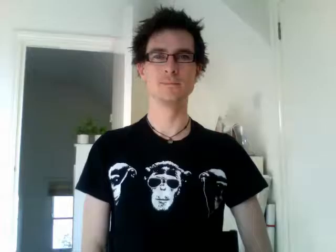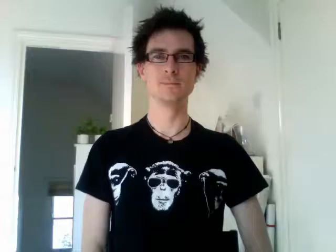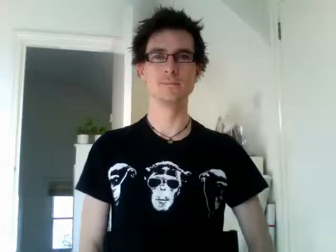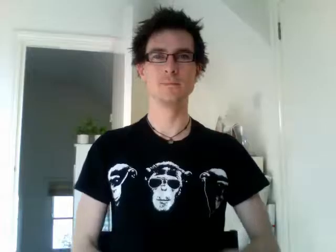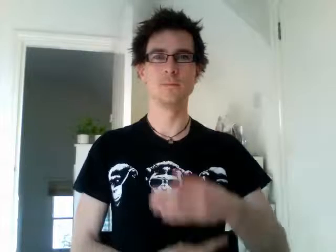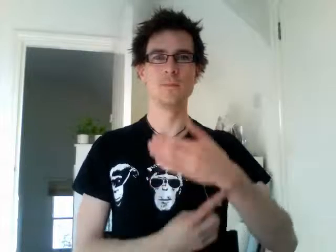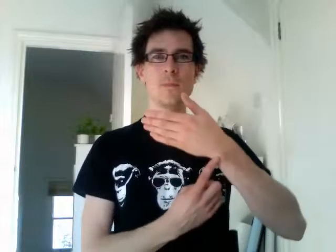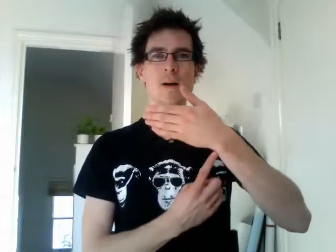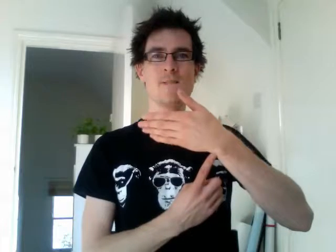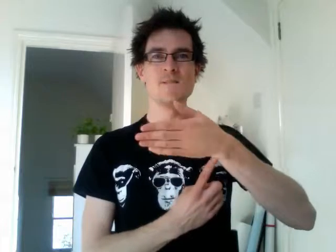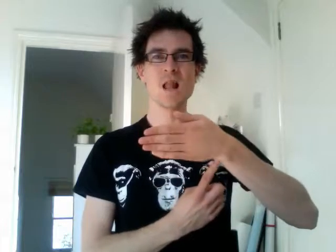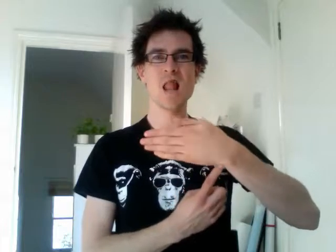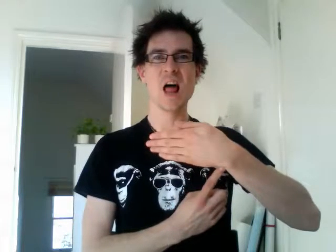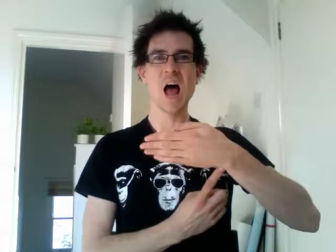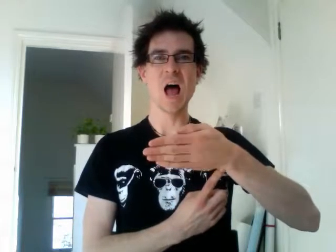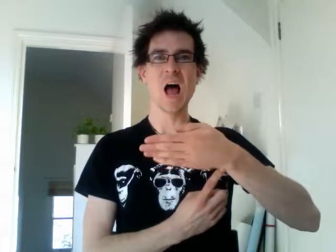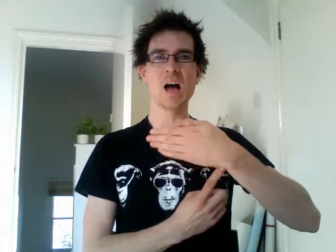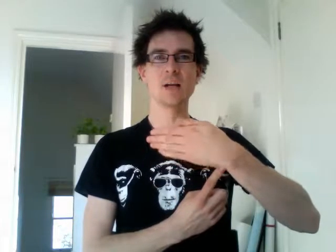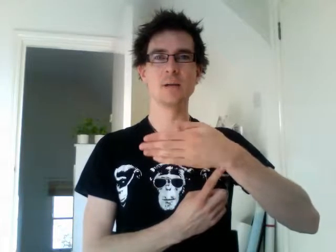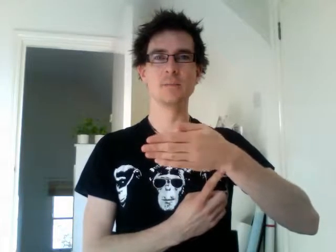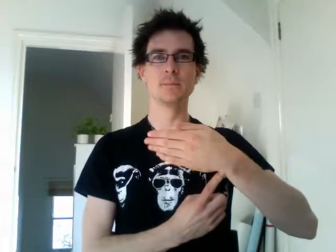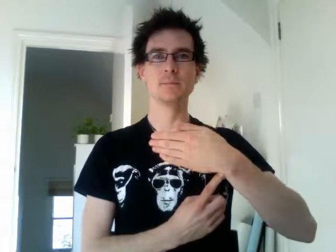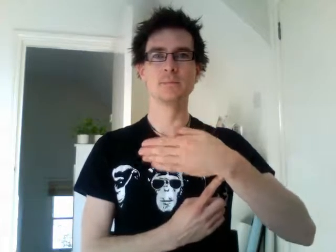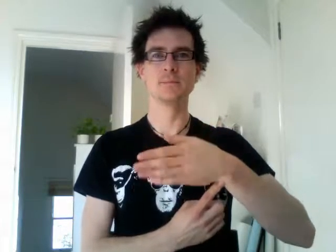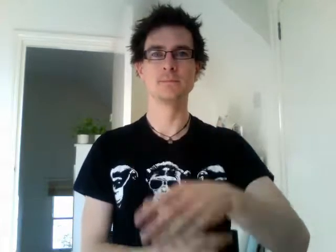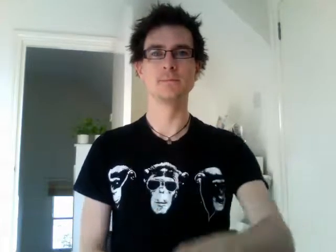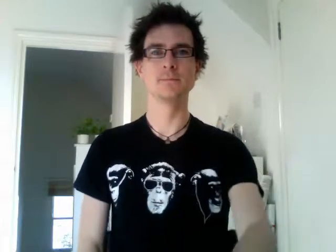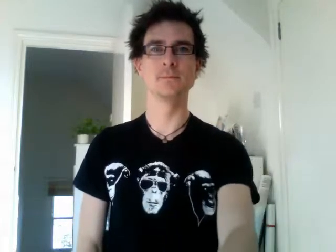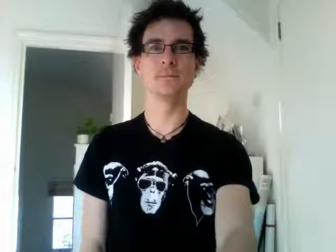flag